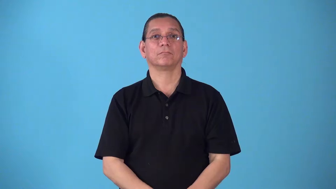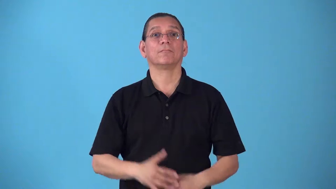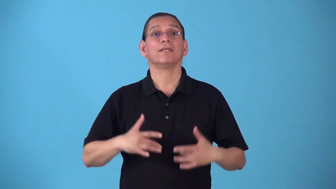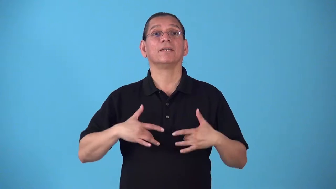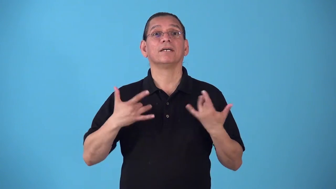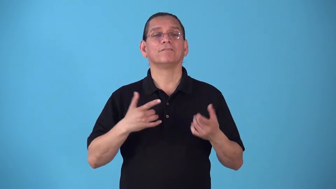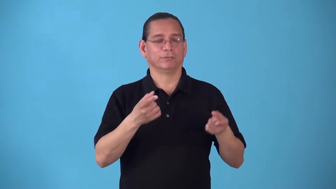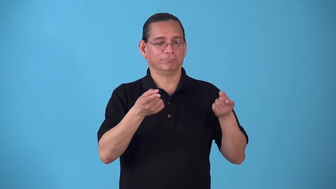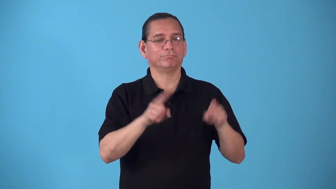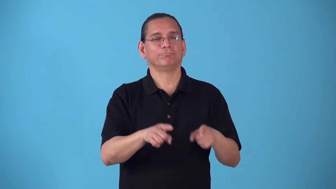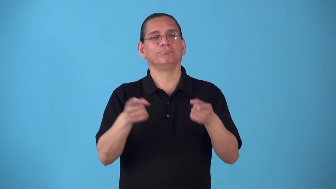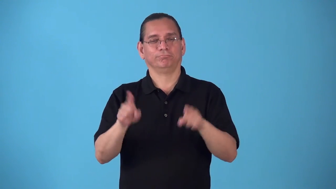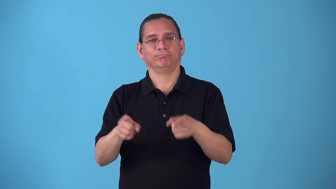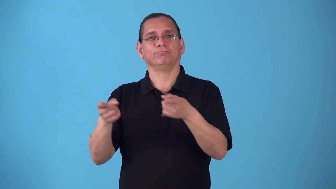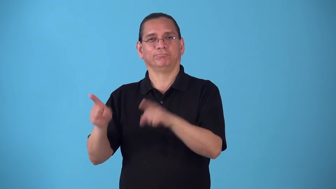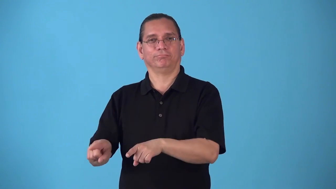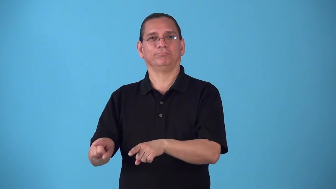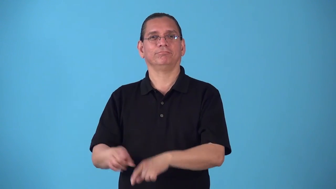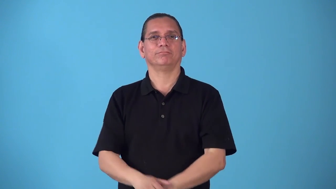round-series of events